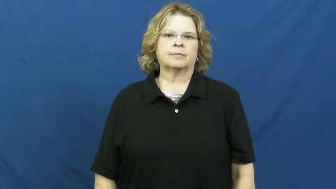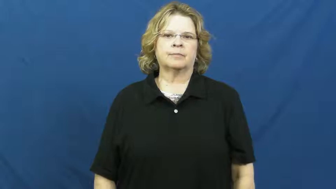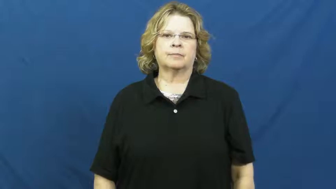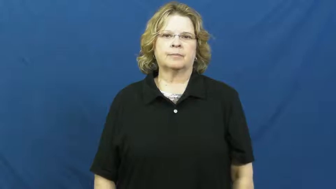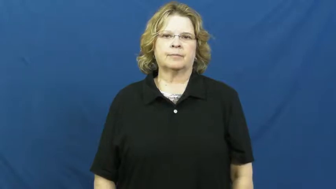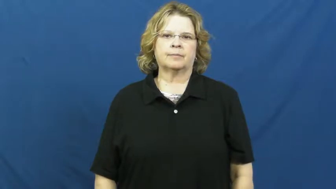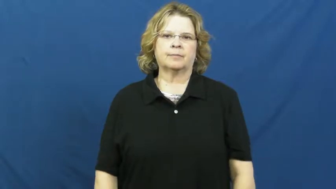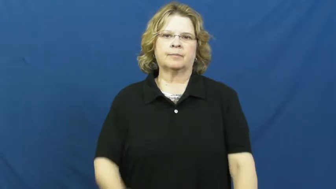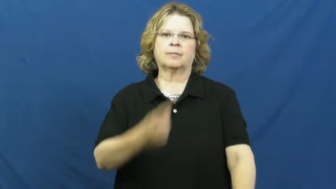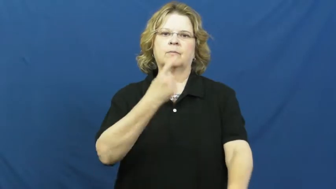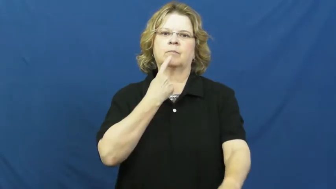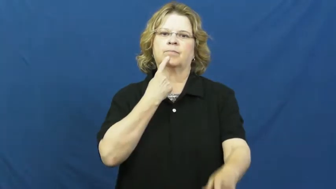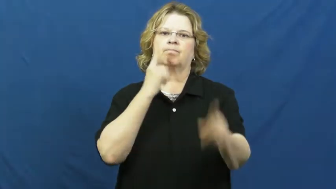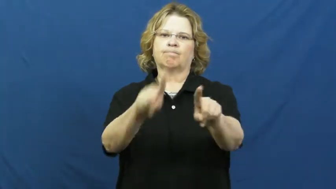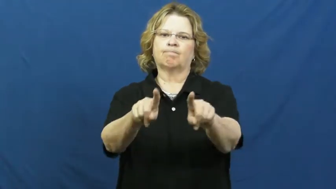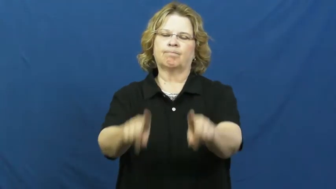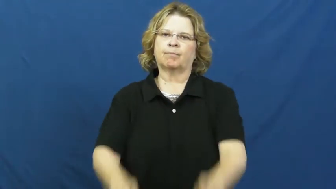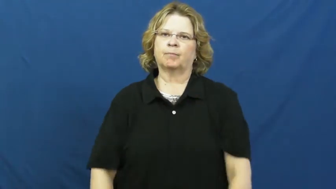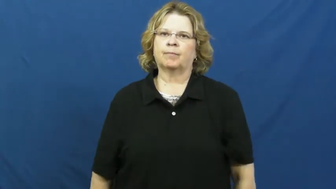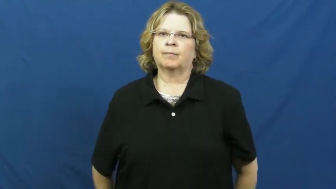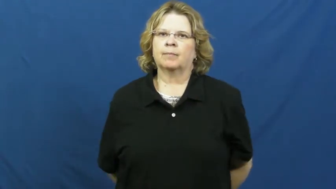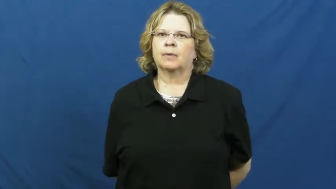decree,interdict